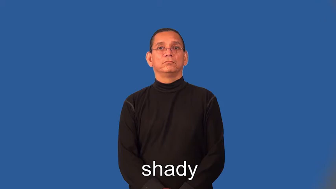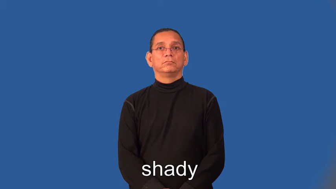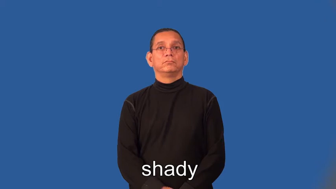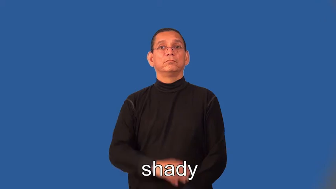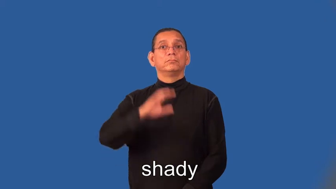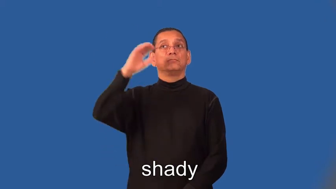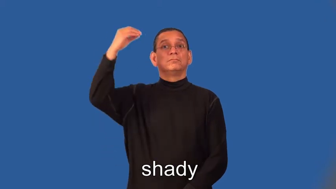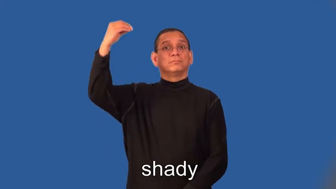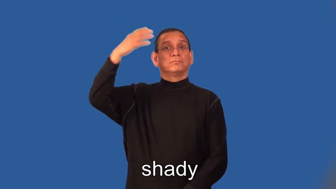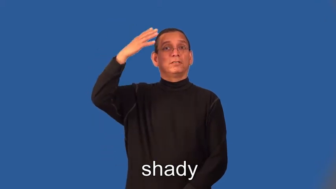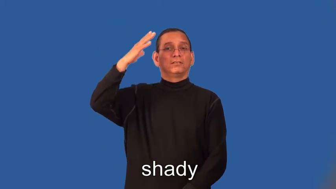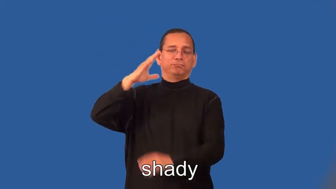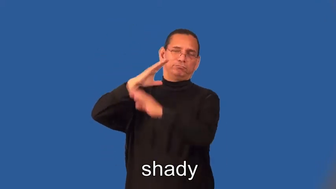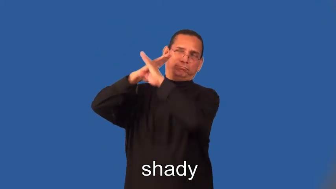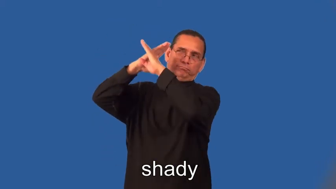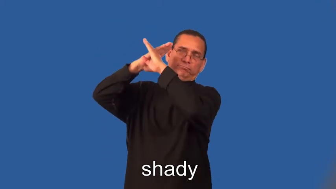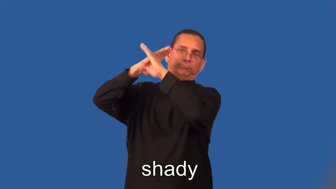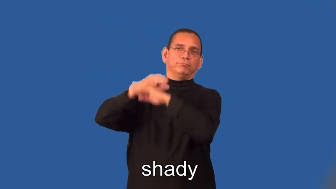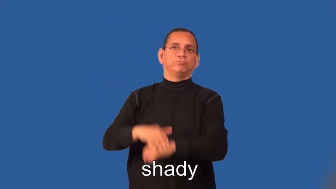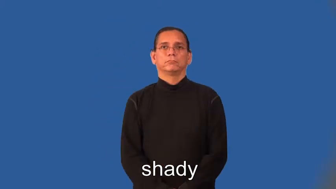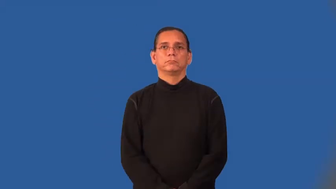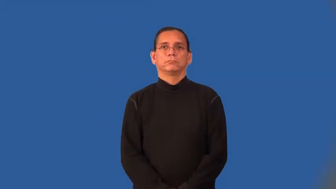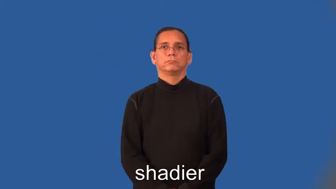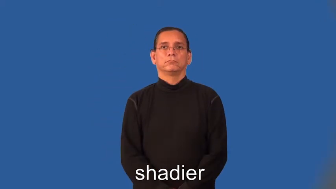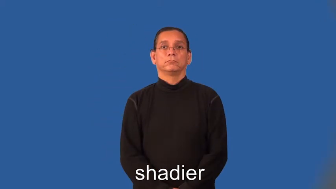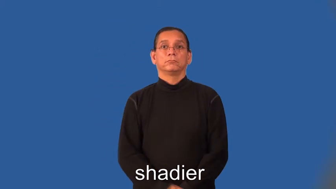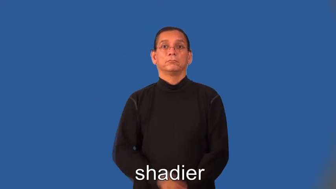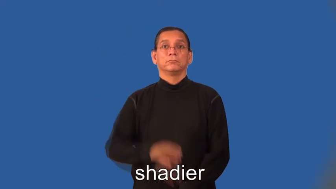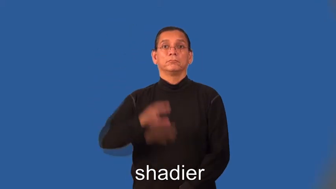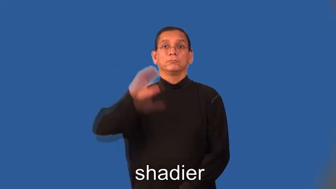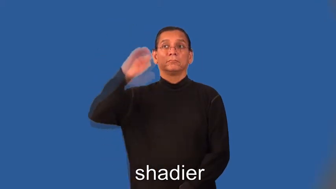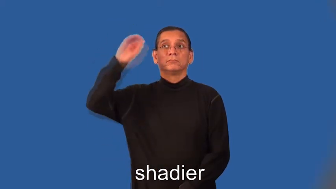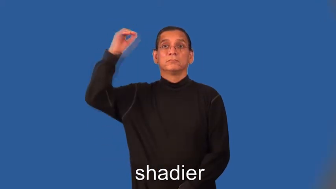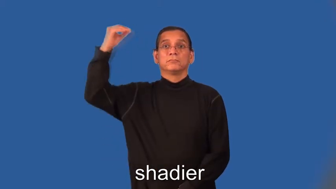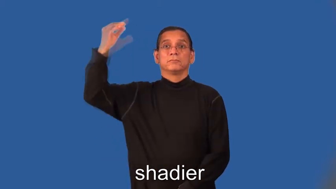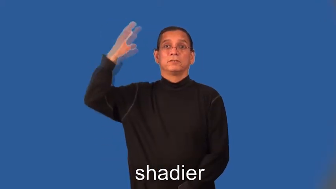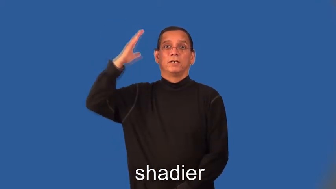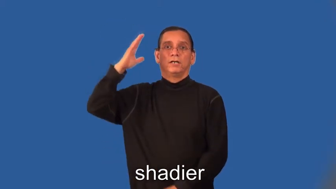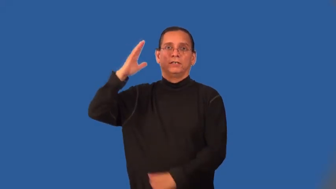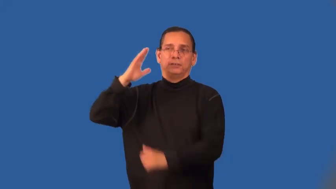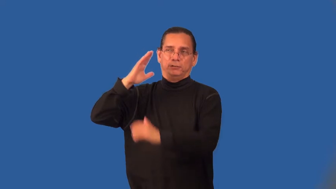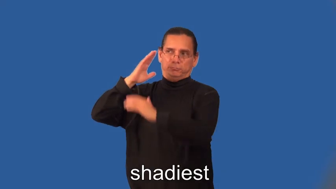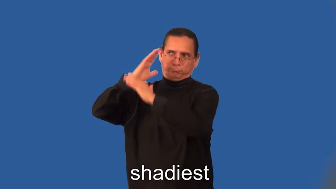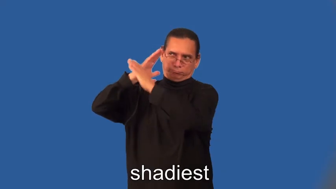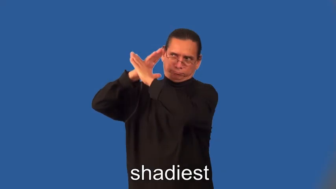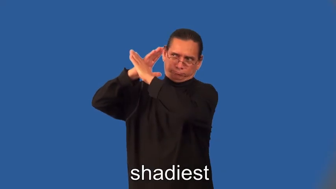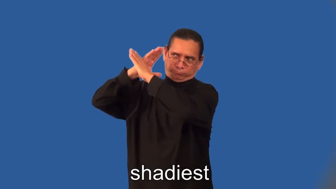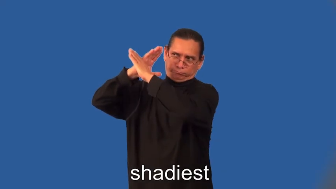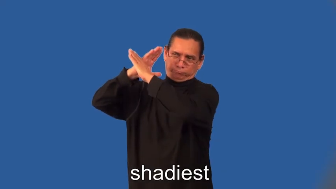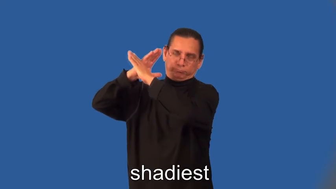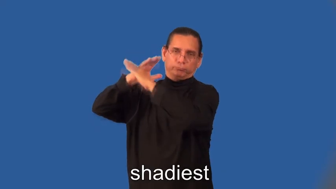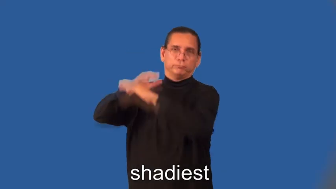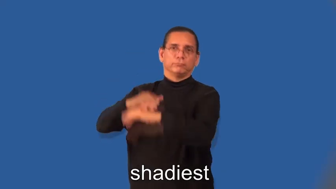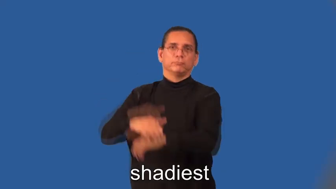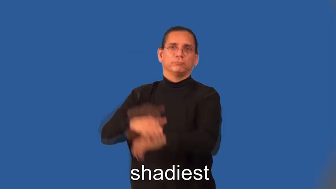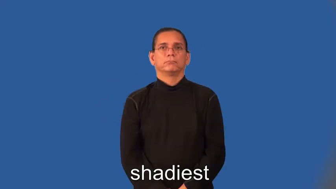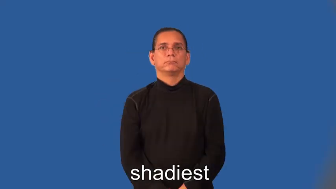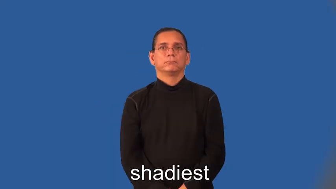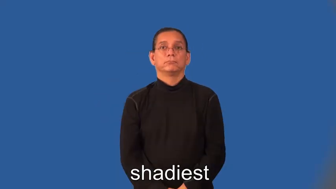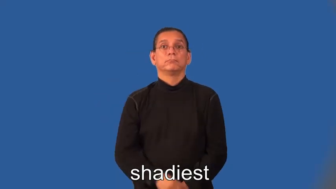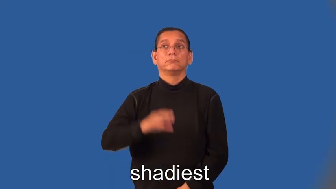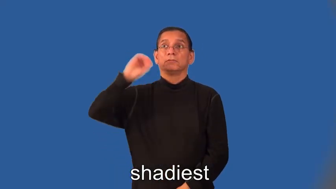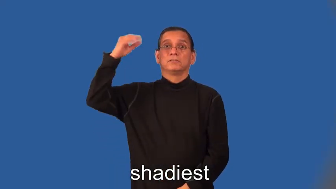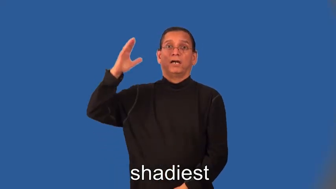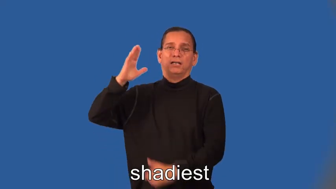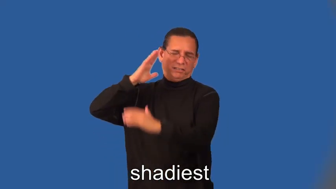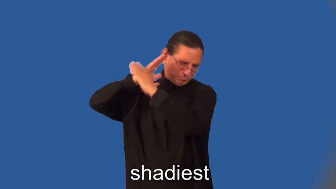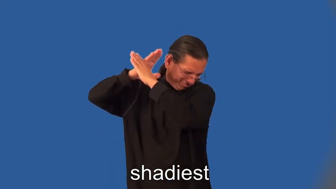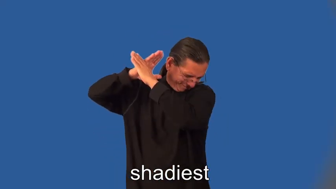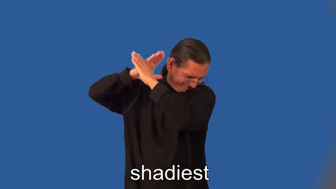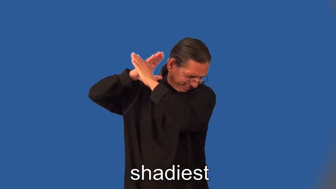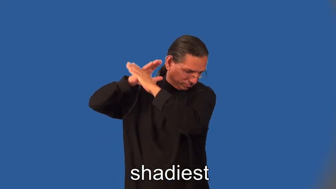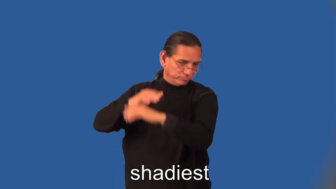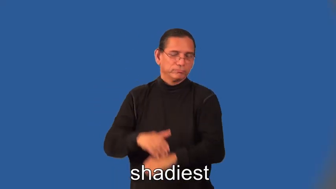shadier,shadiest-shadow